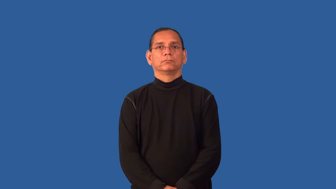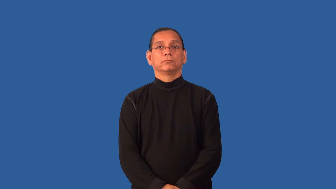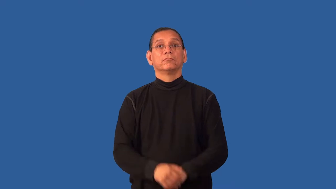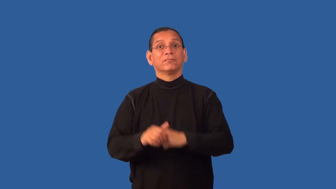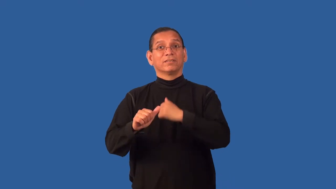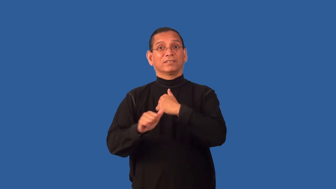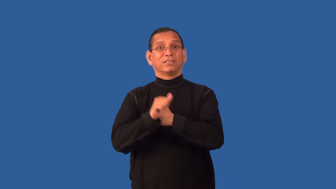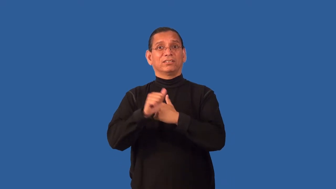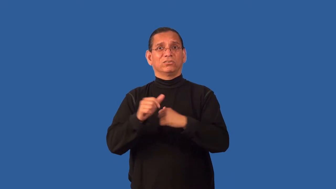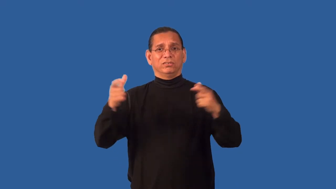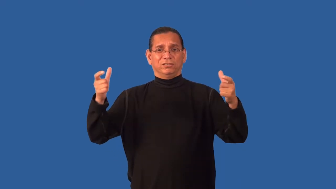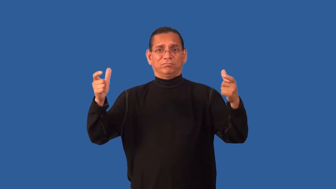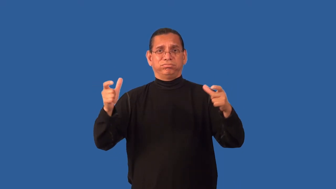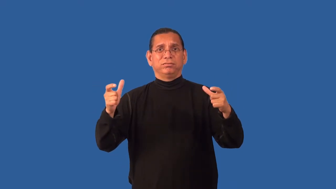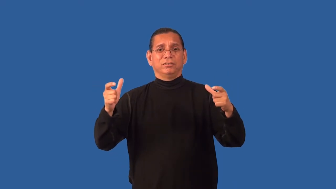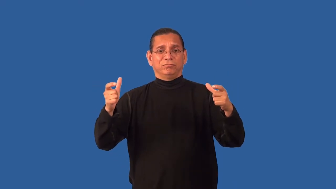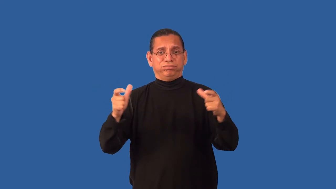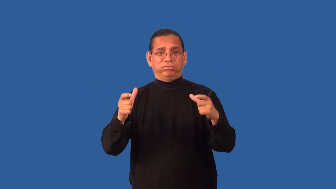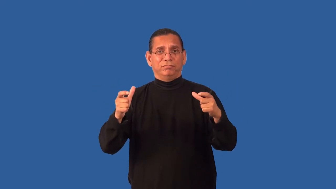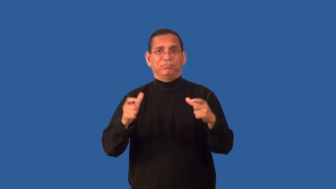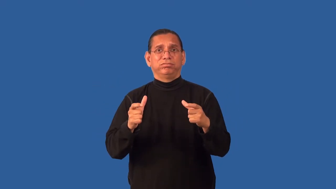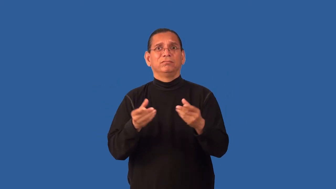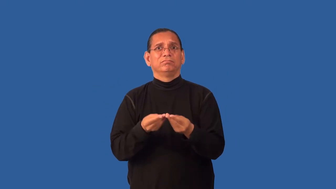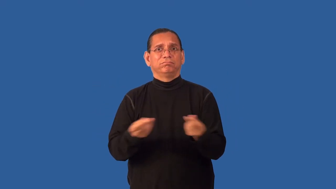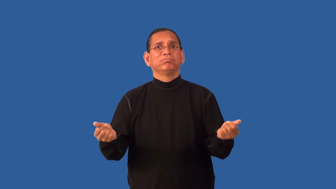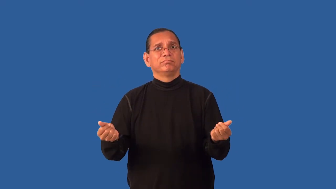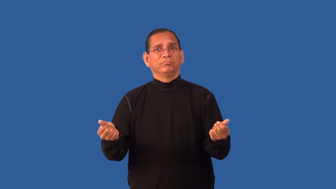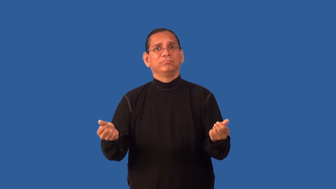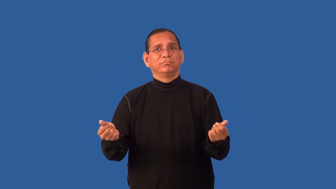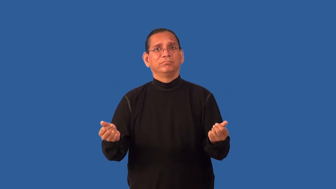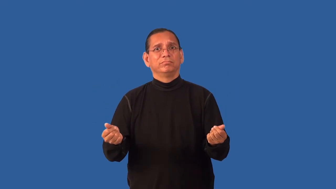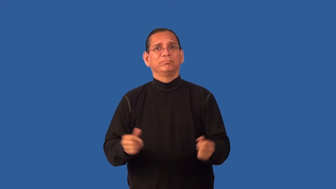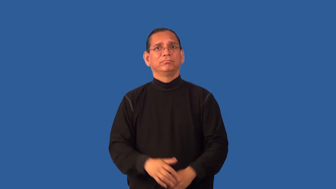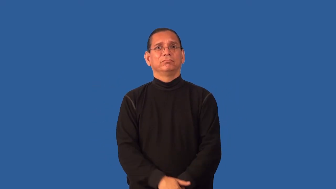endangered